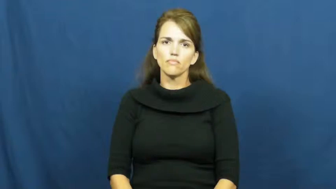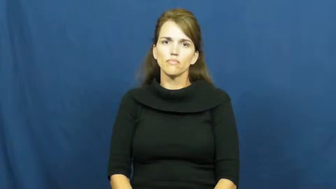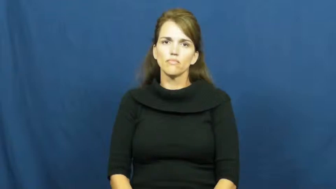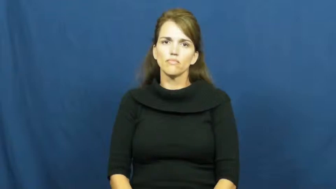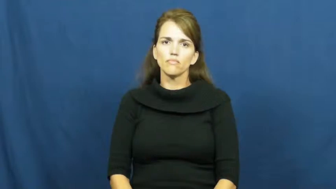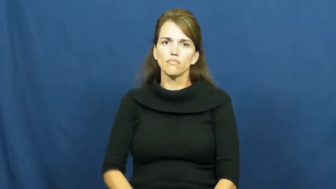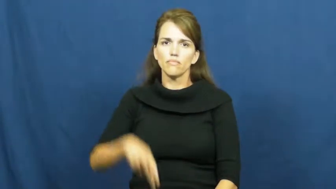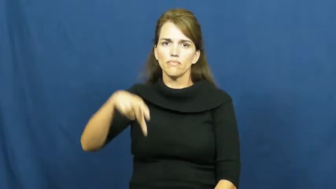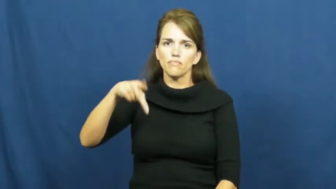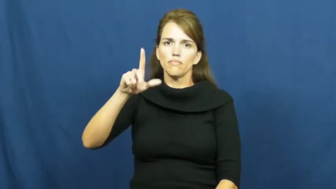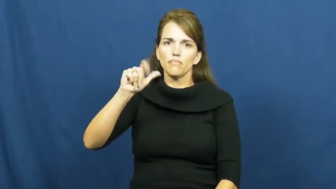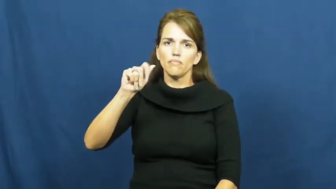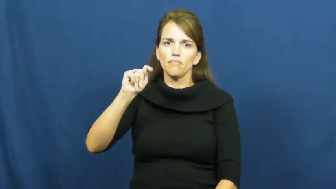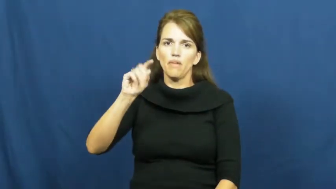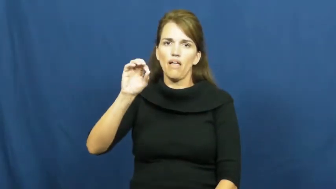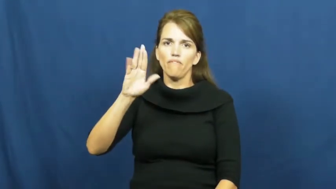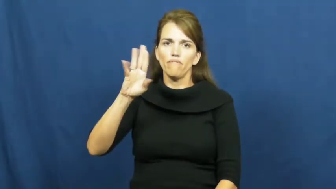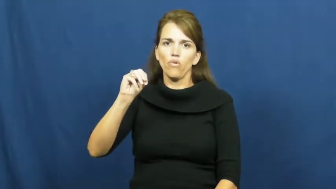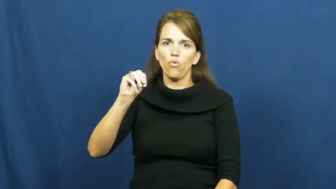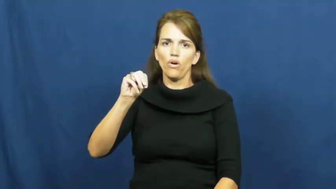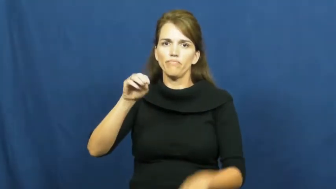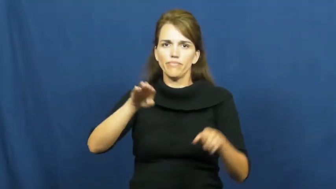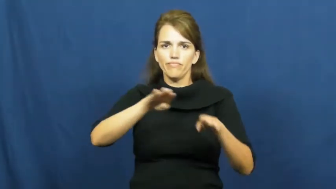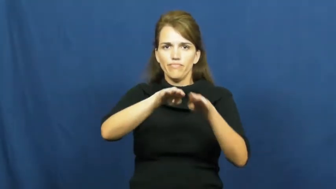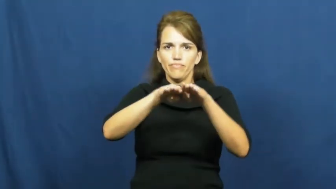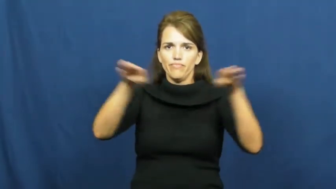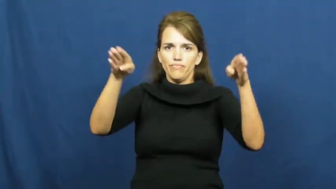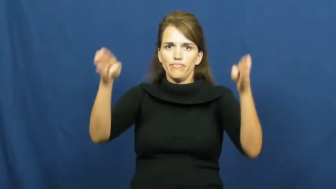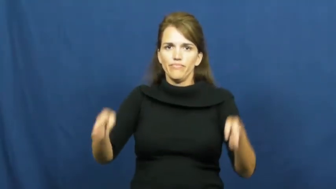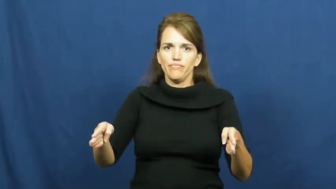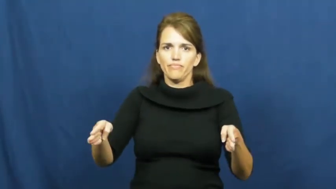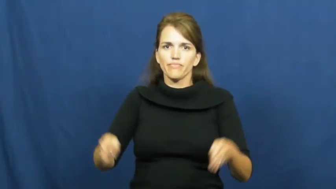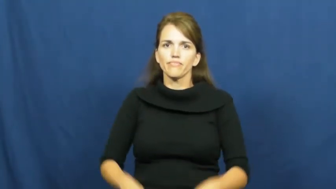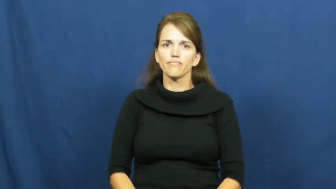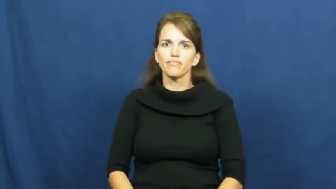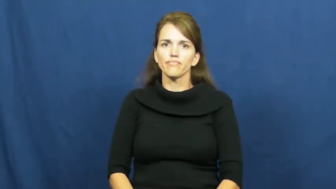platform